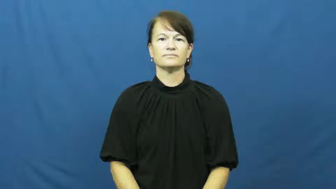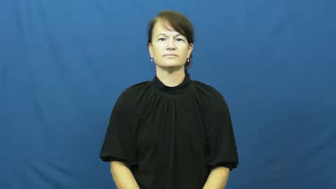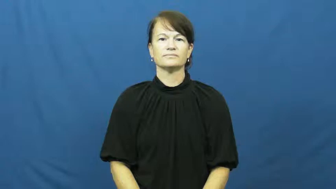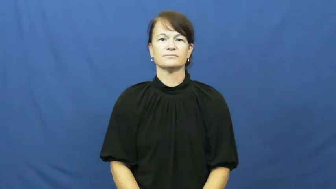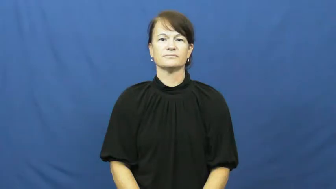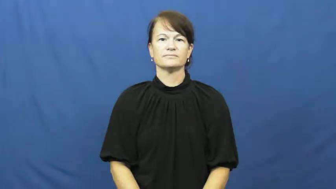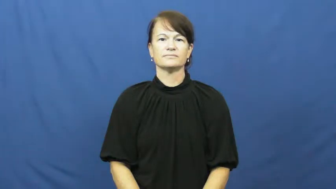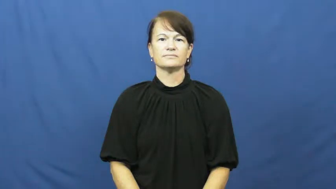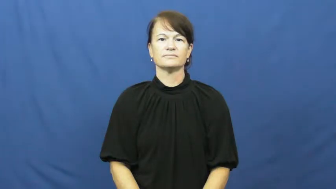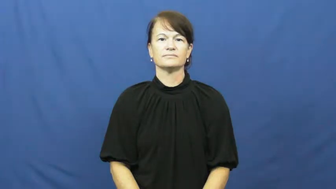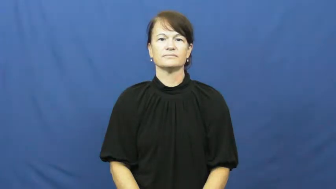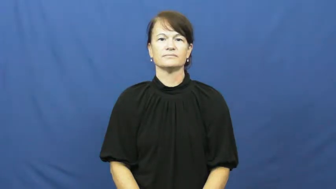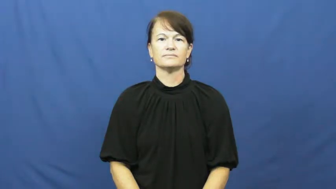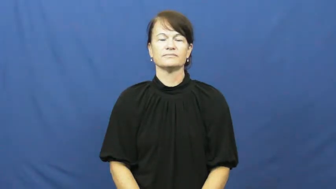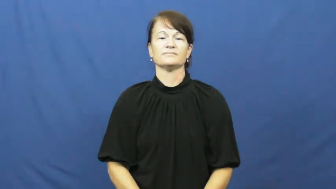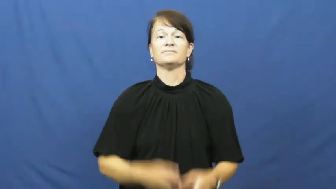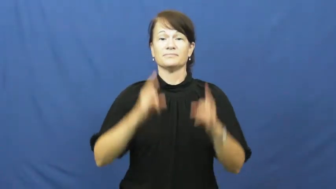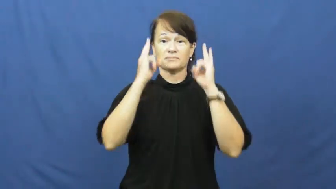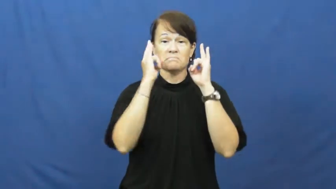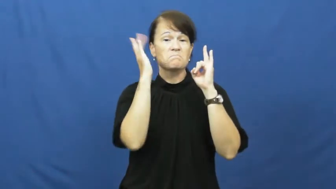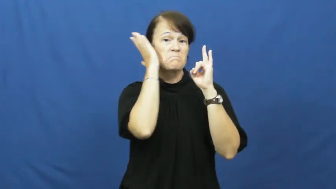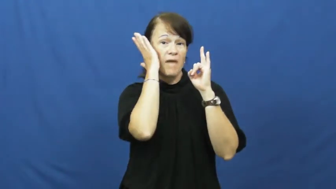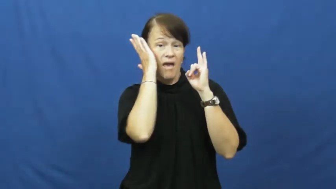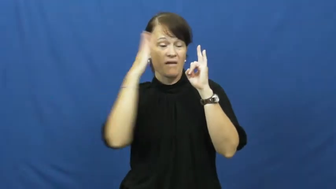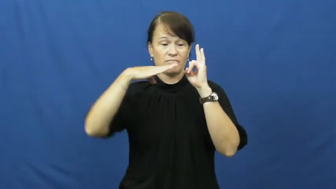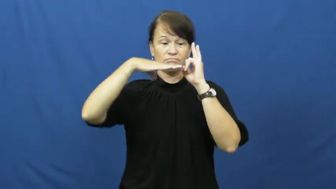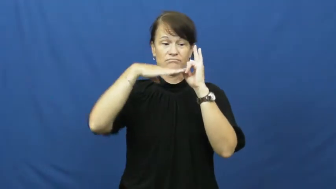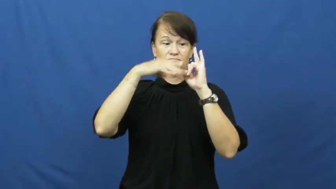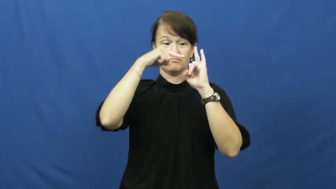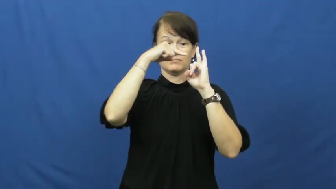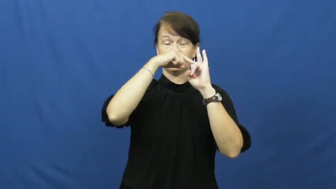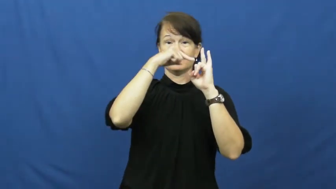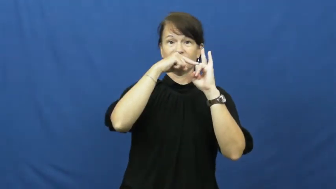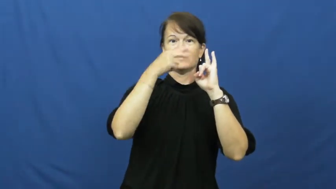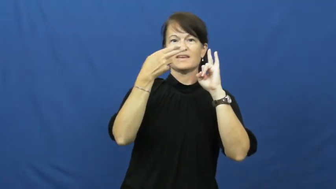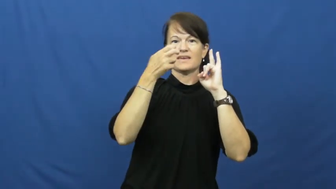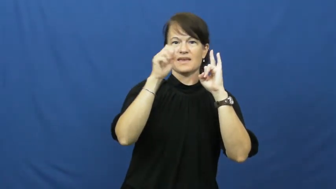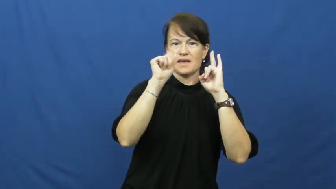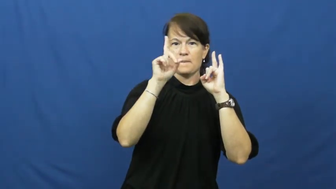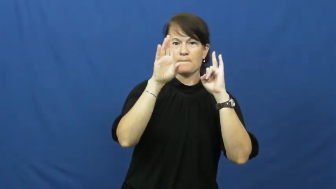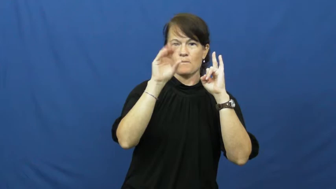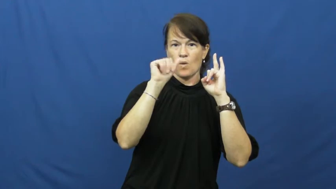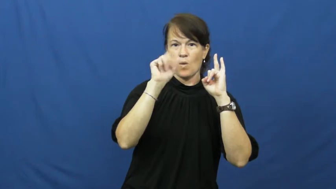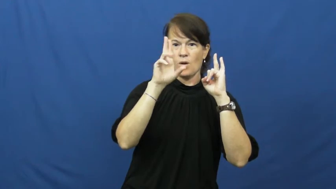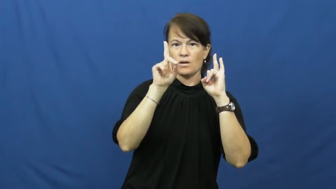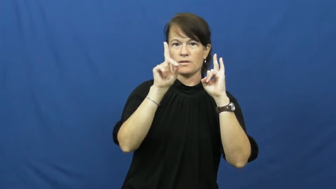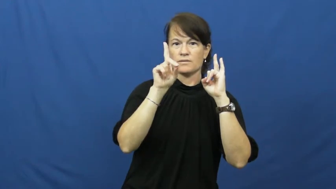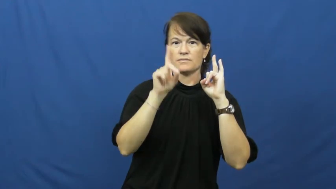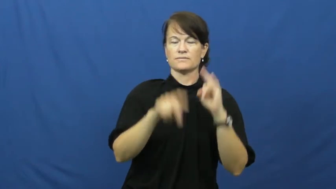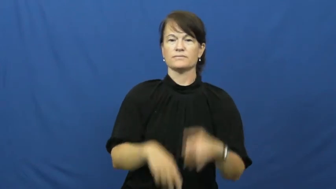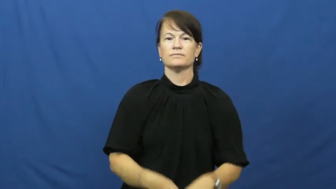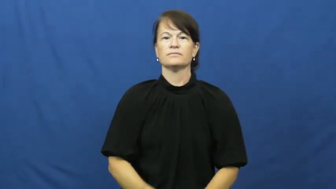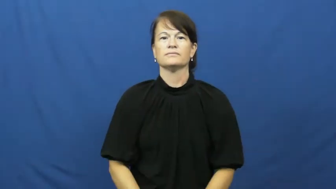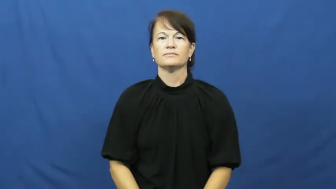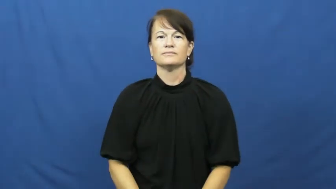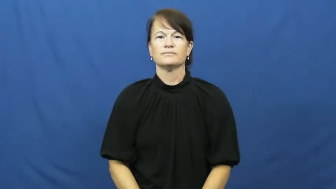headboard